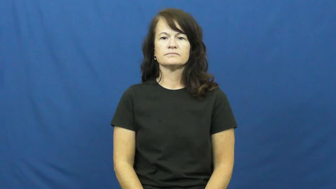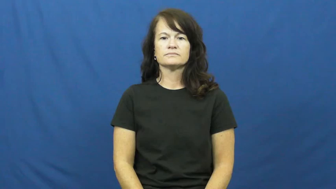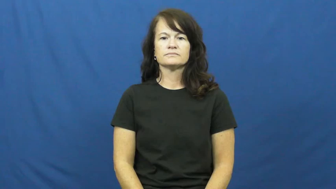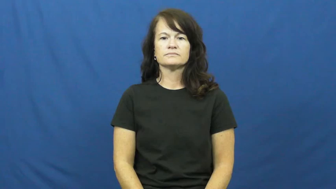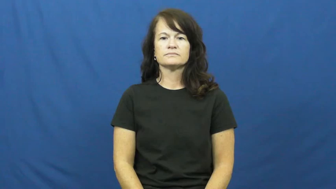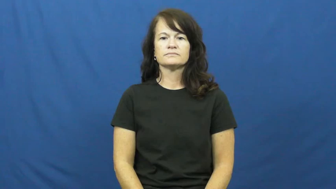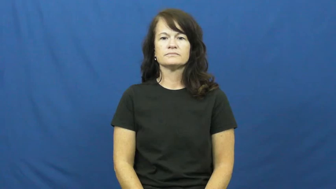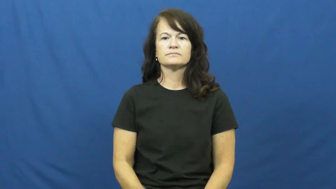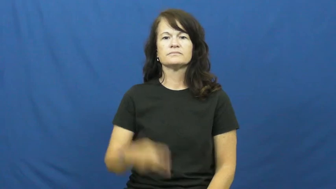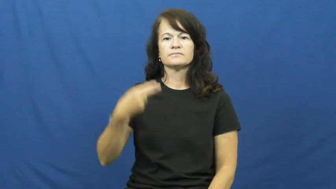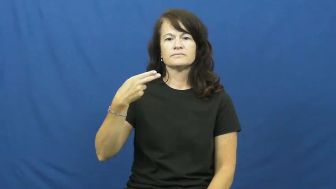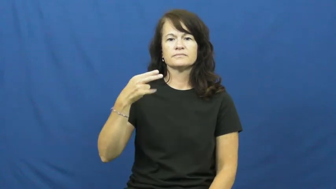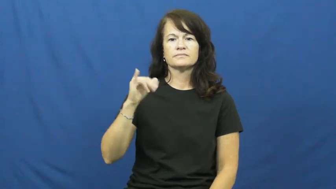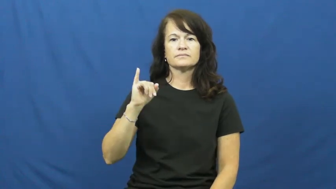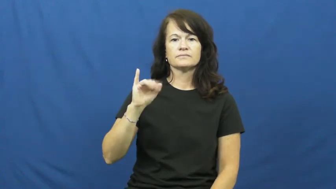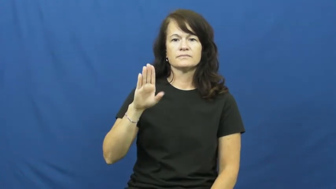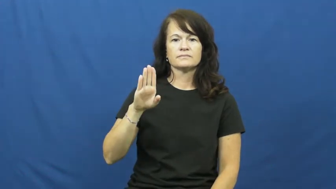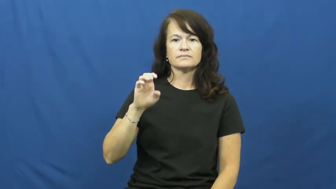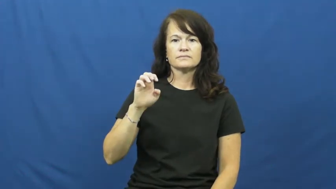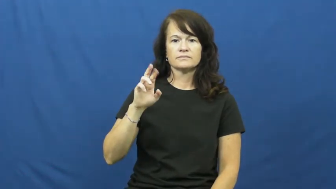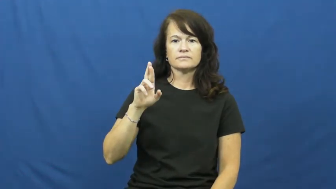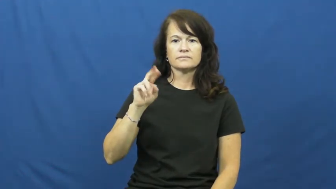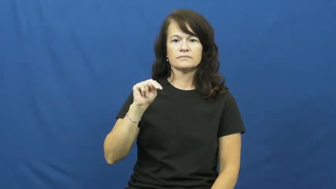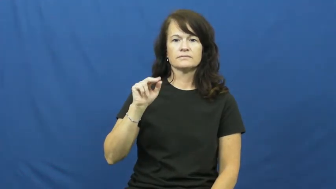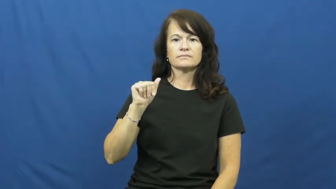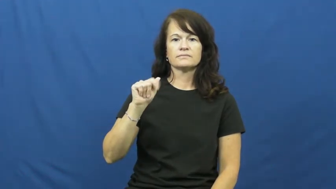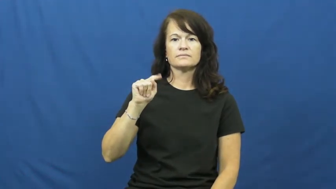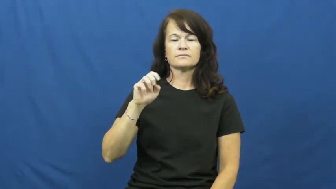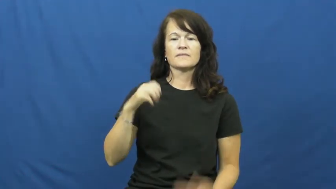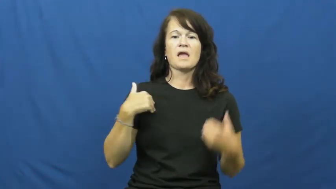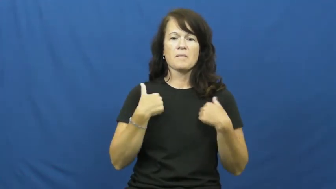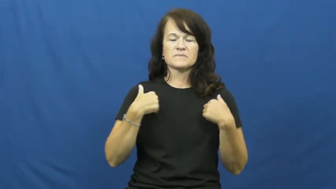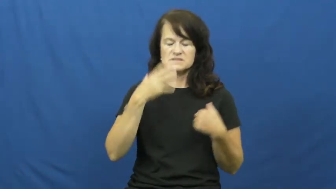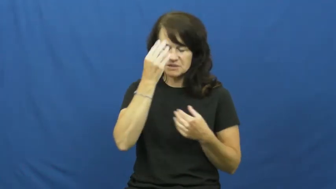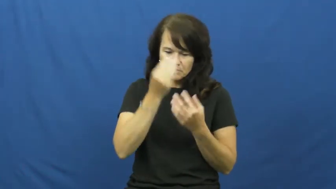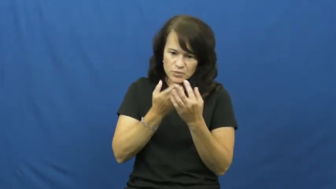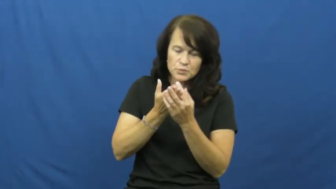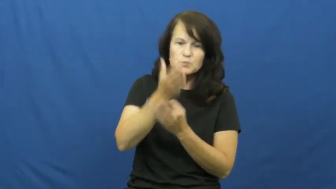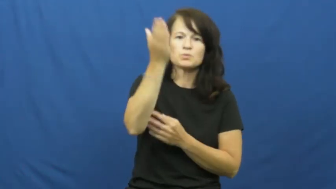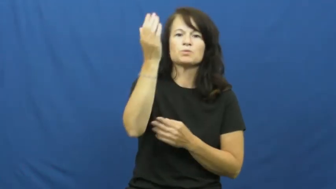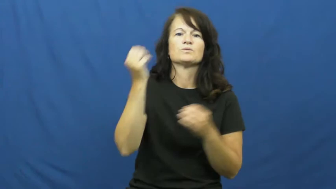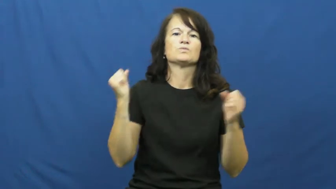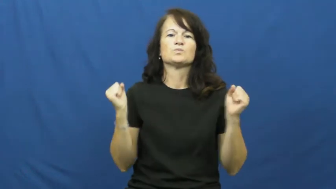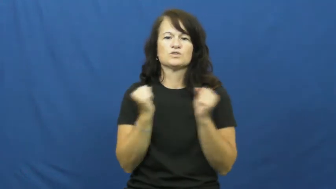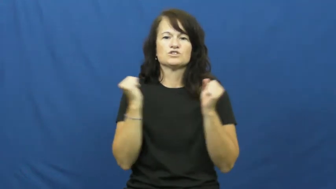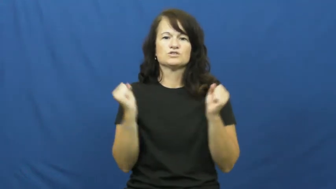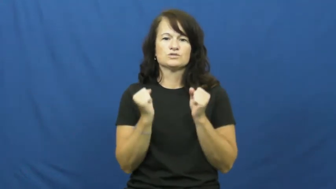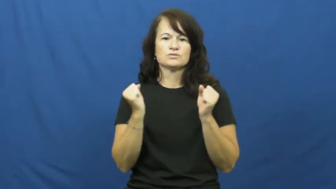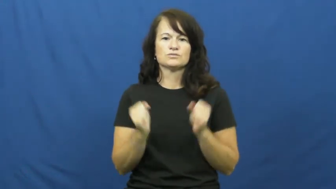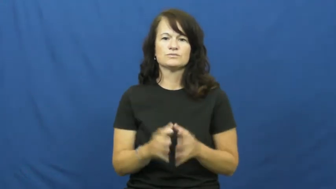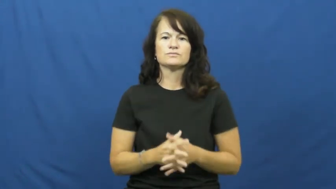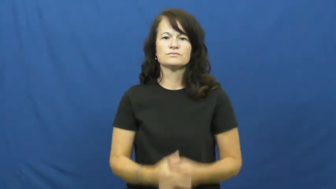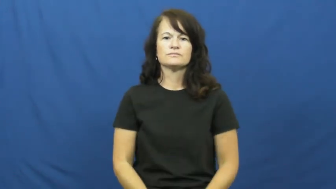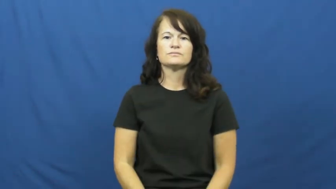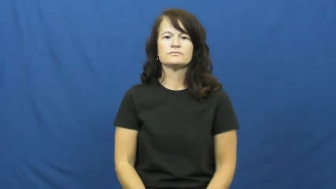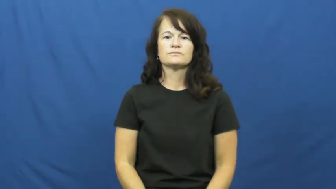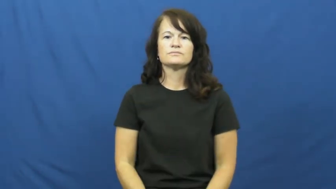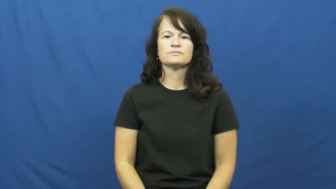hibernate